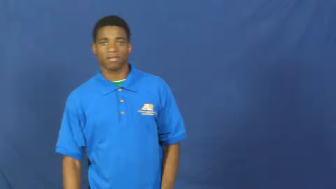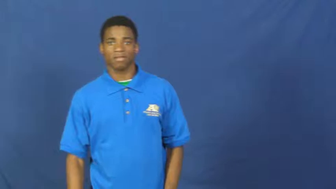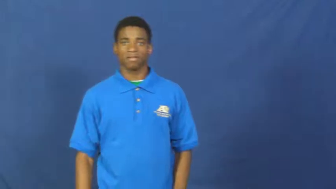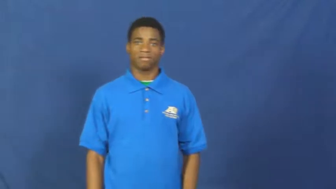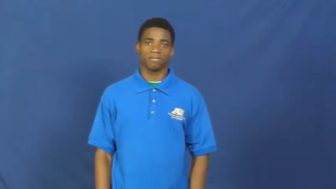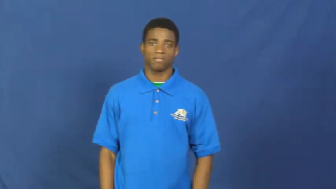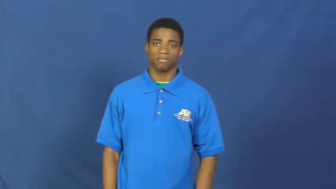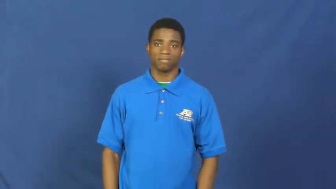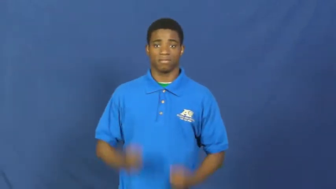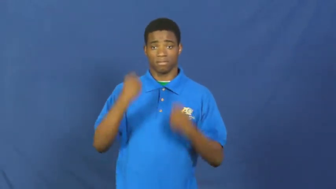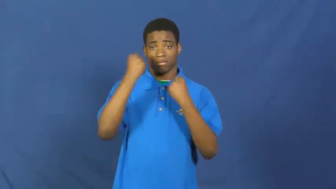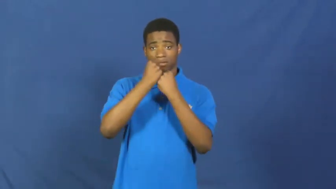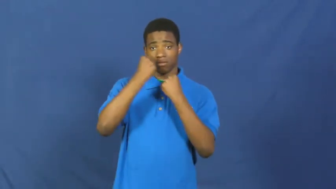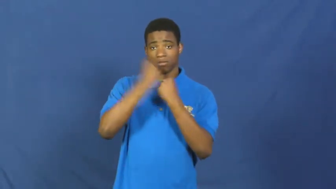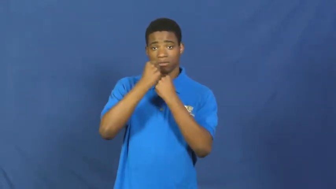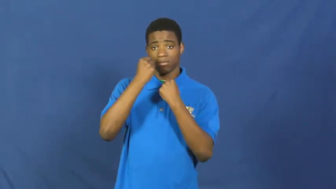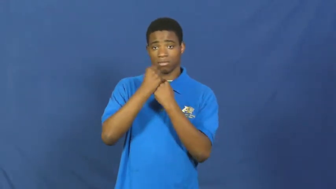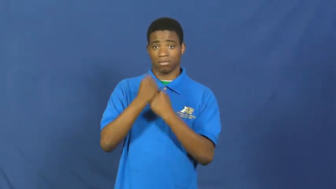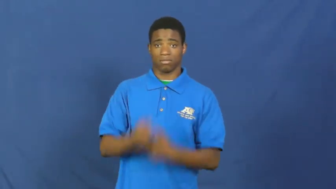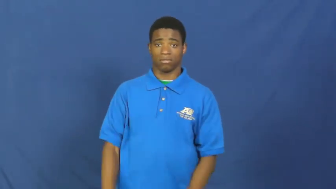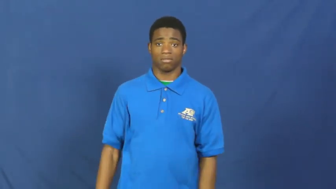pull for